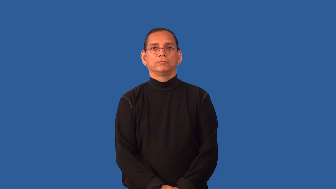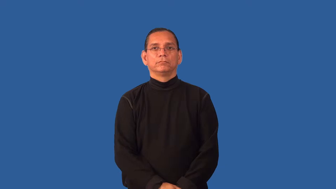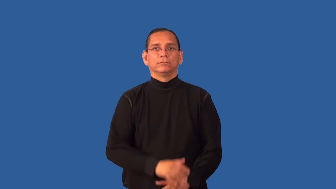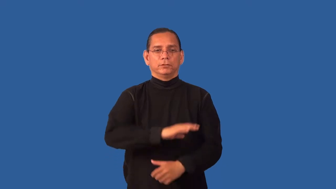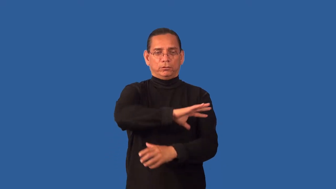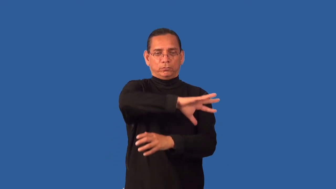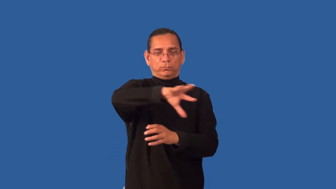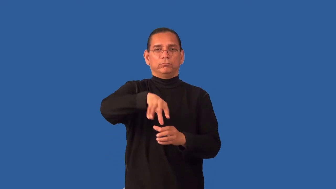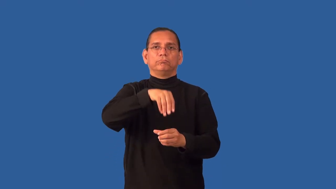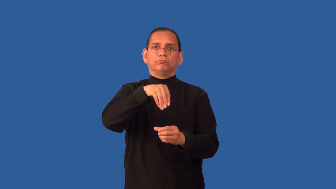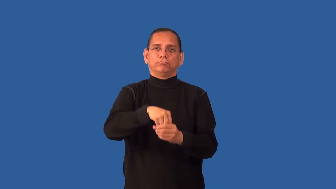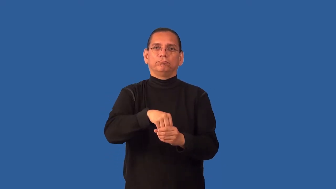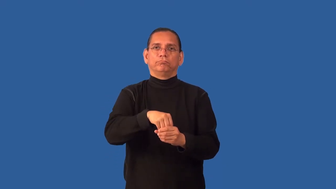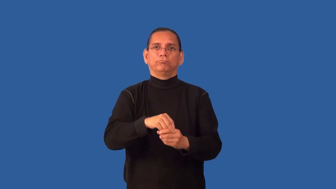encompass